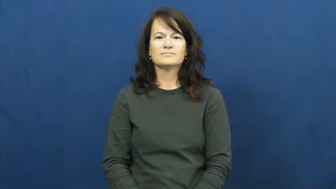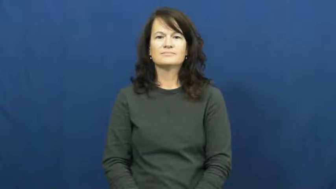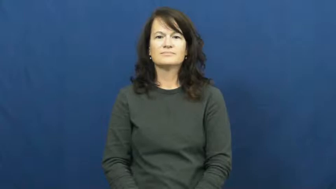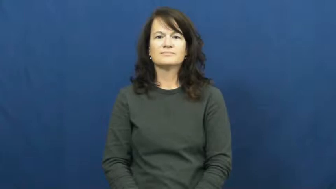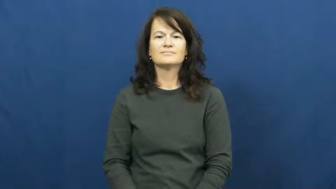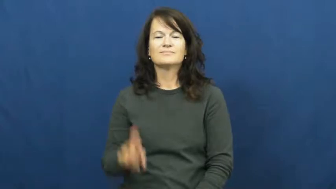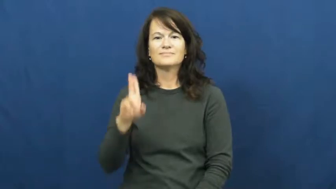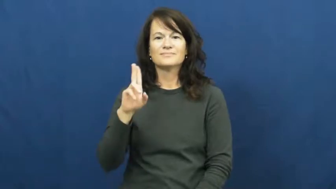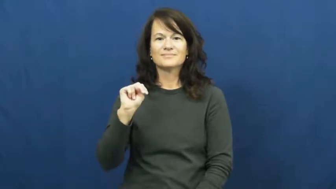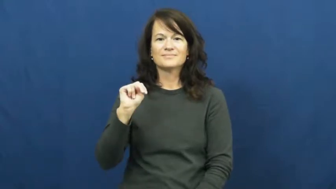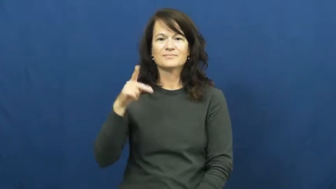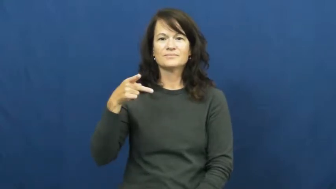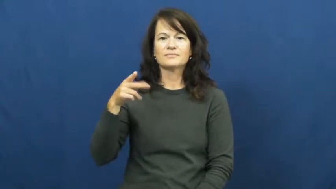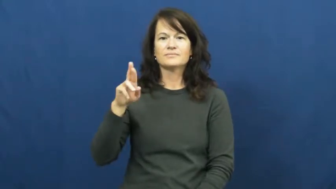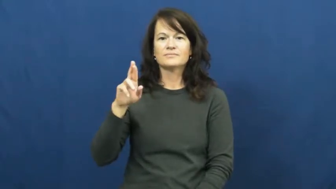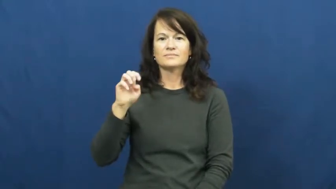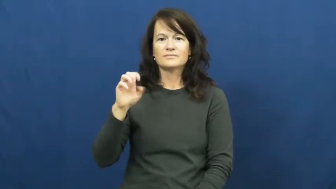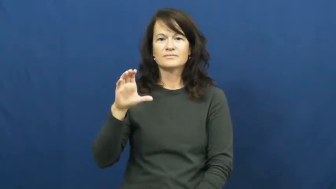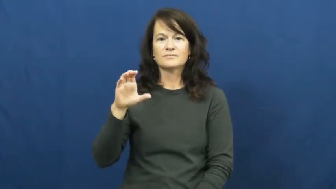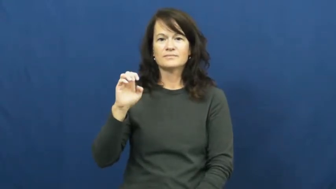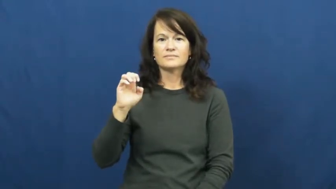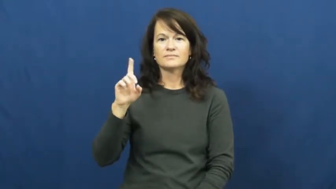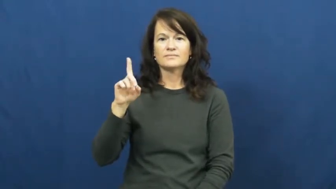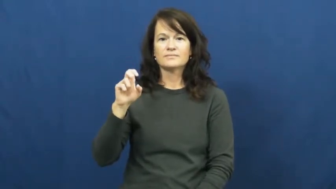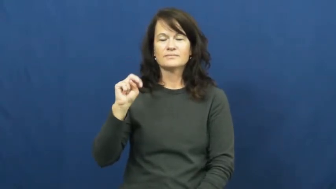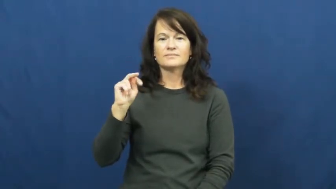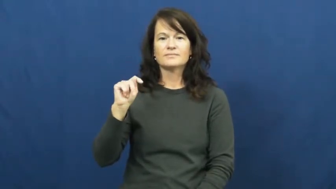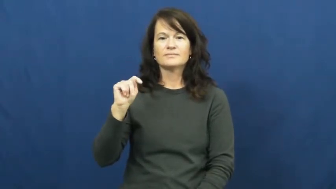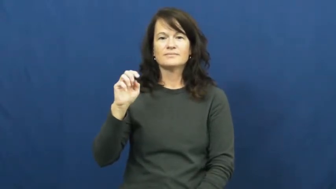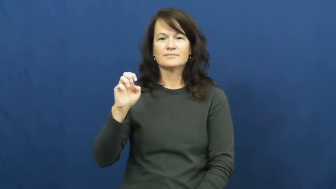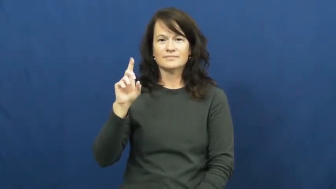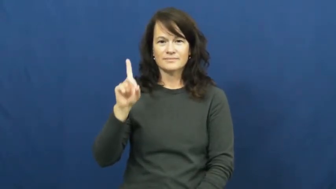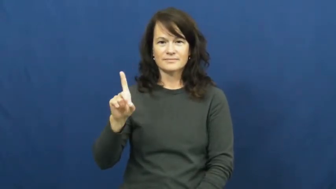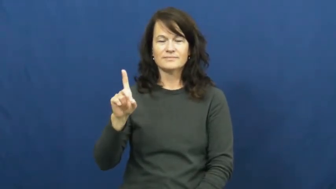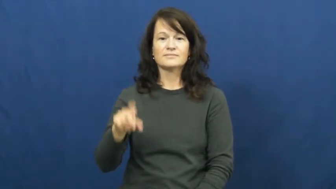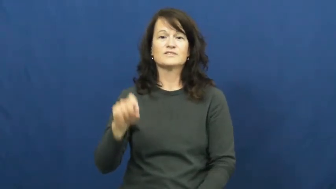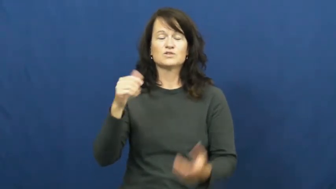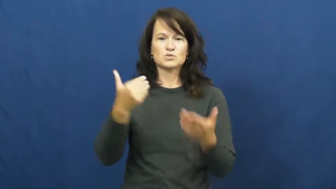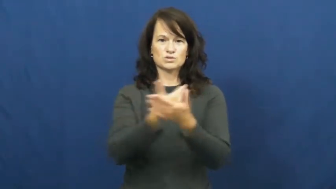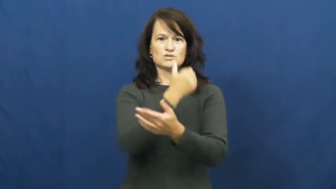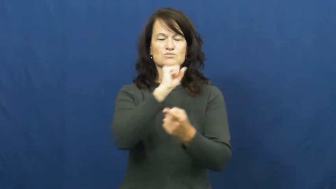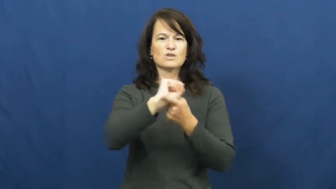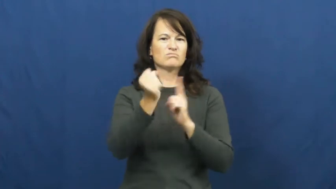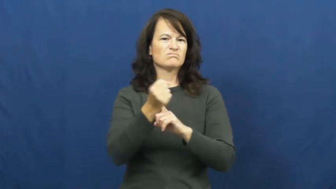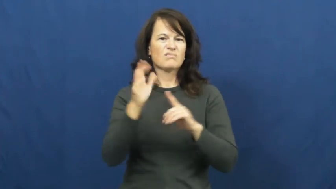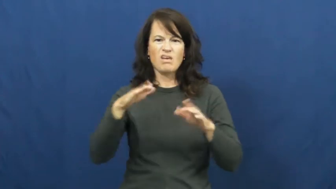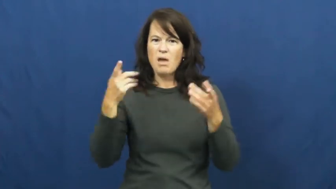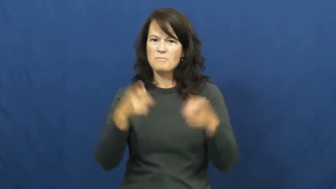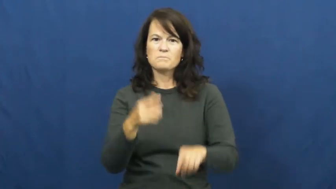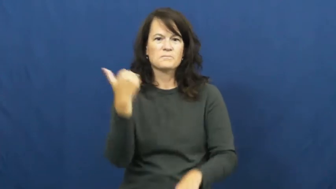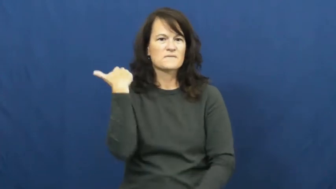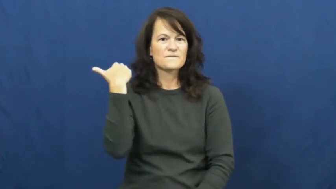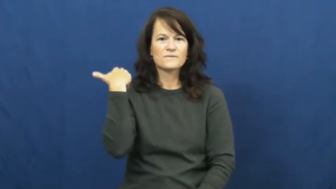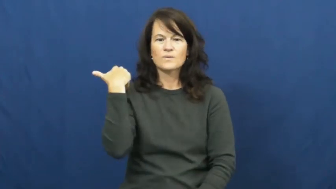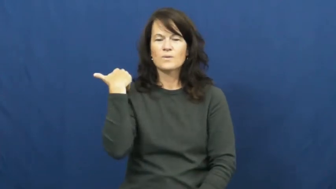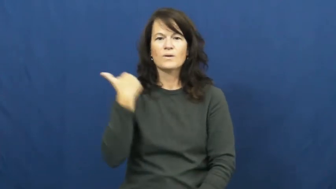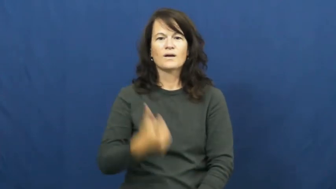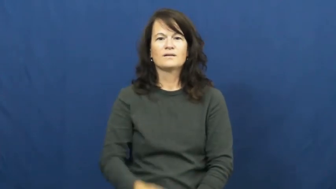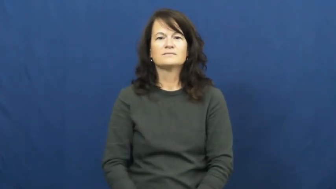unprecedented